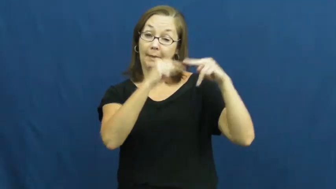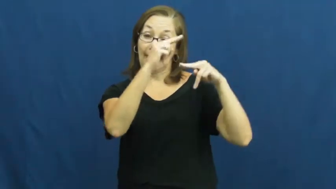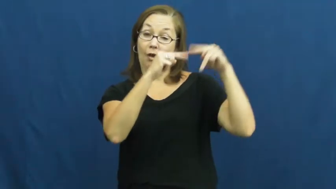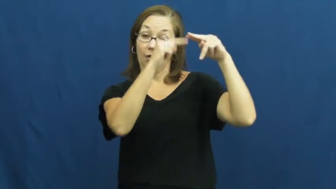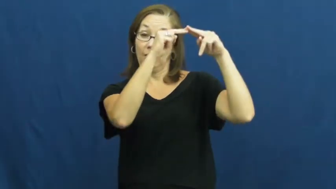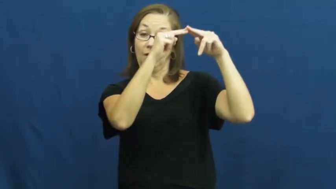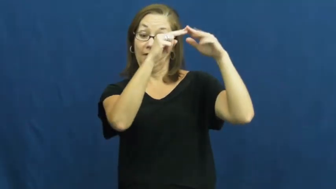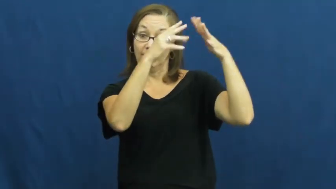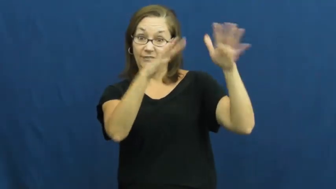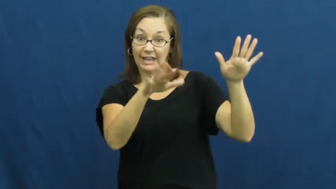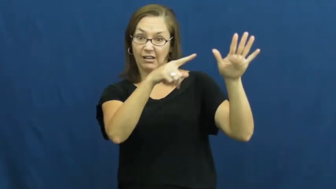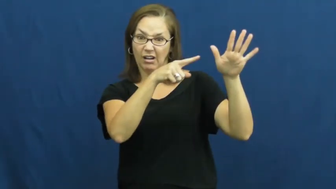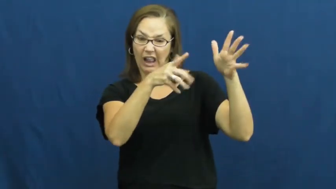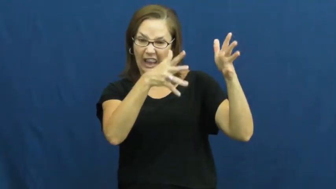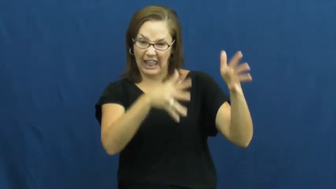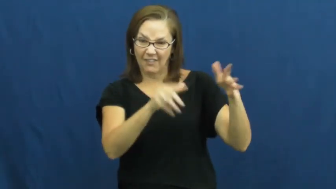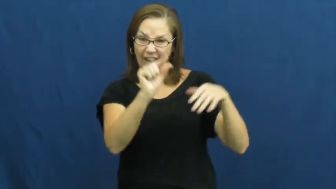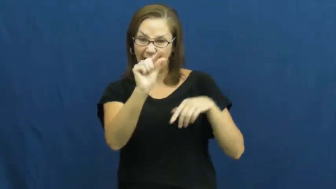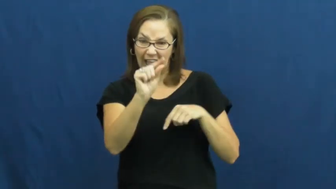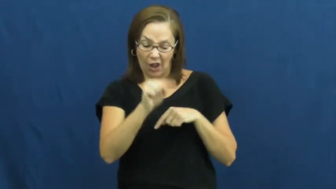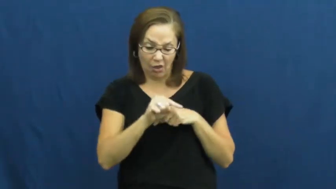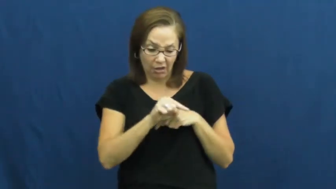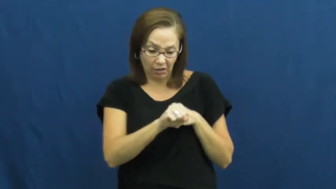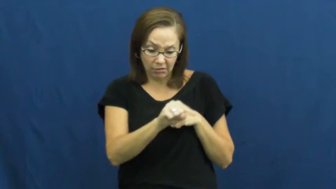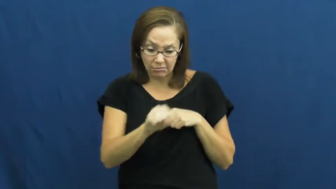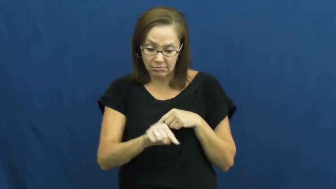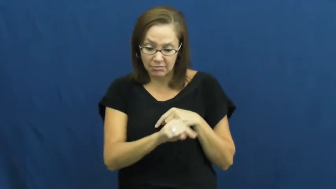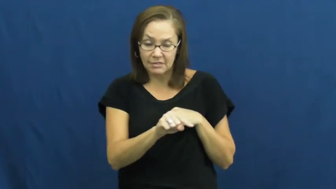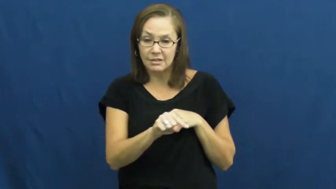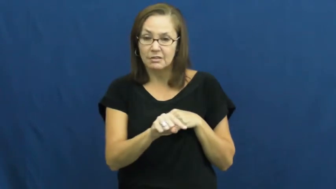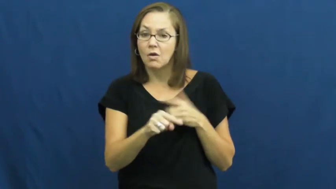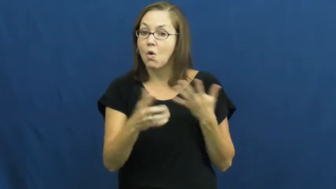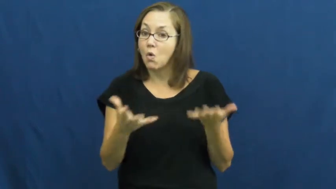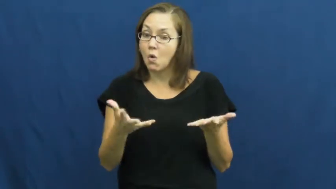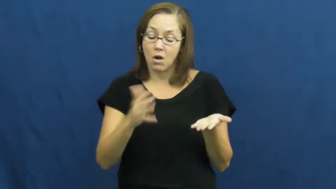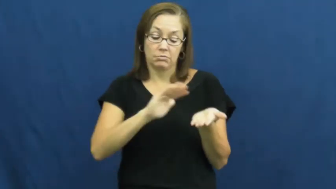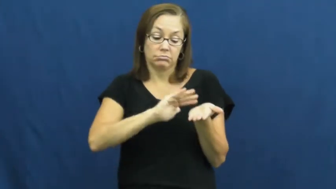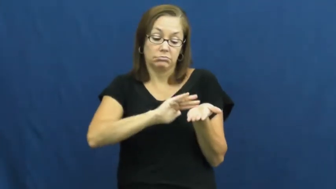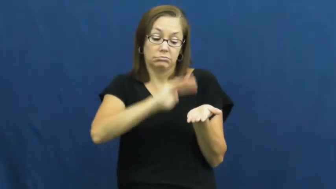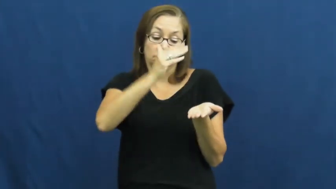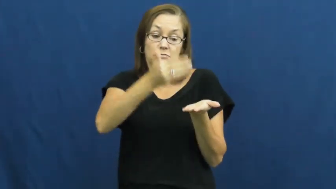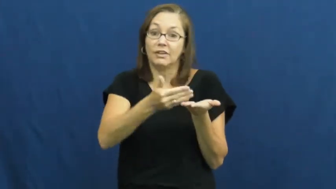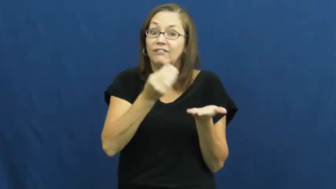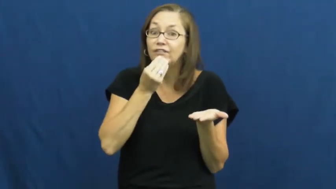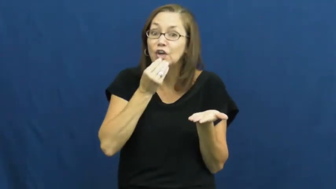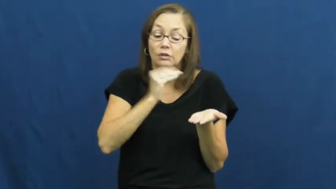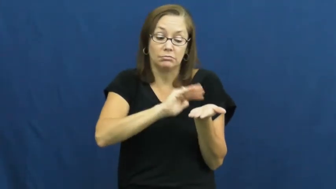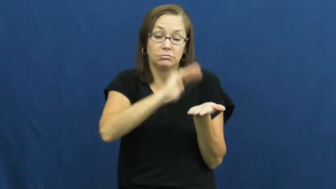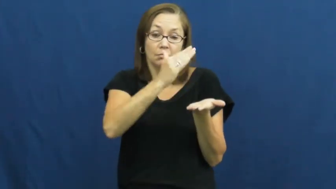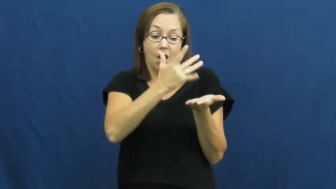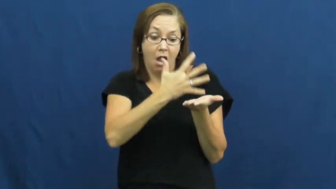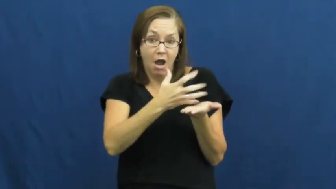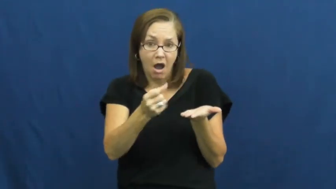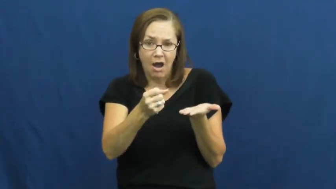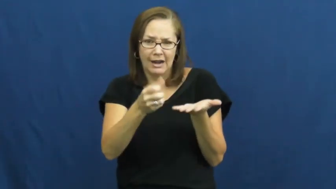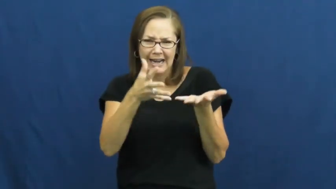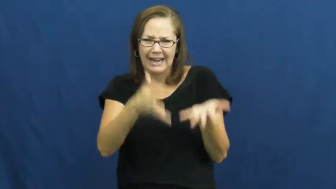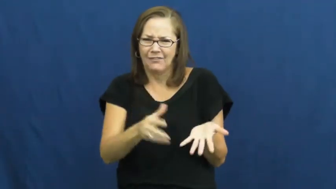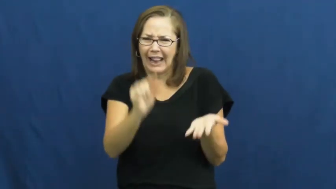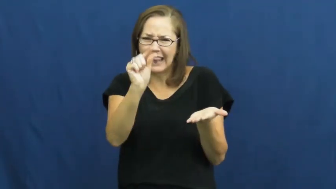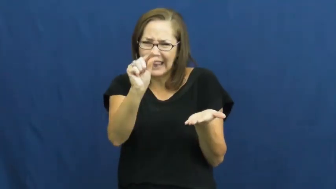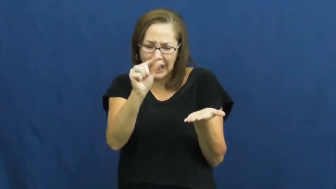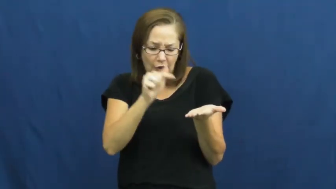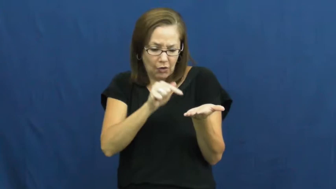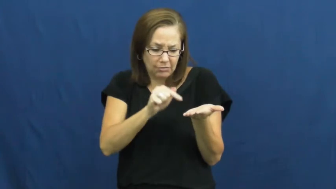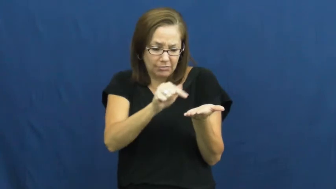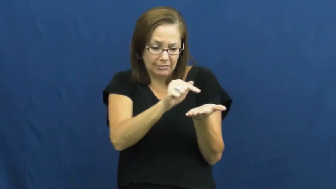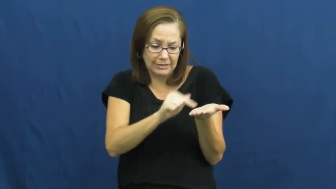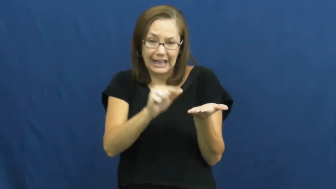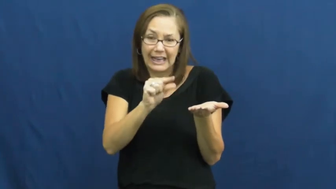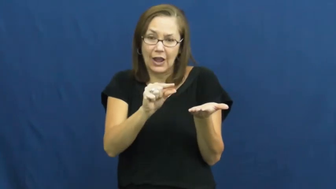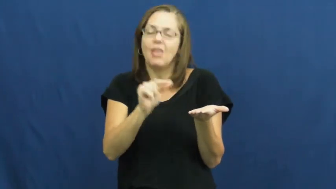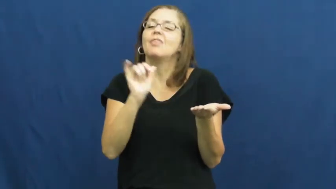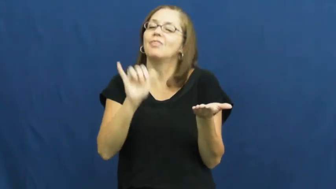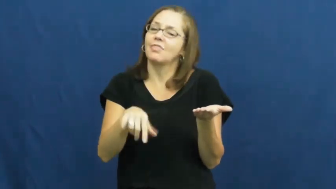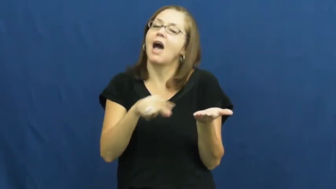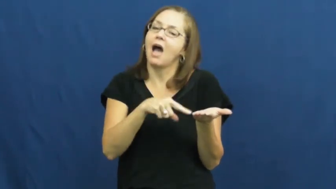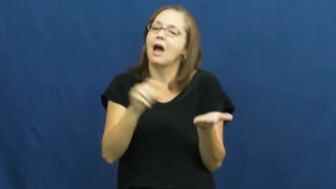scrap,leftover